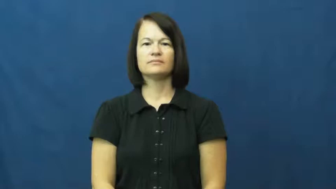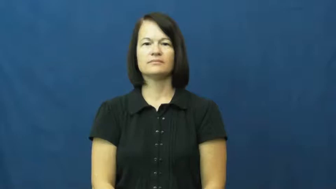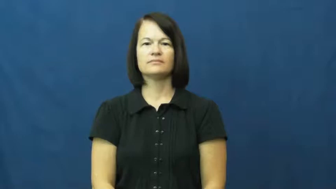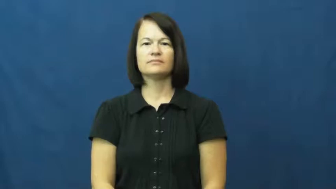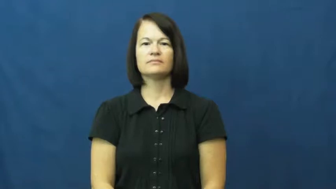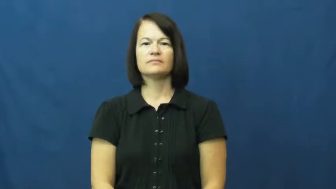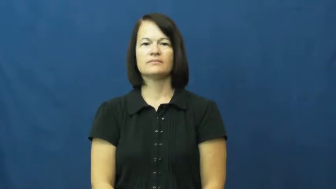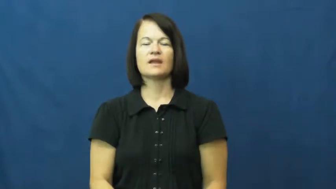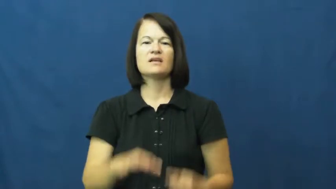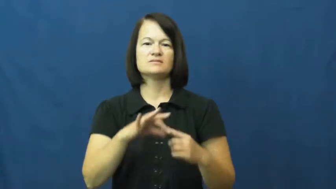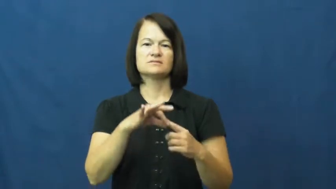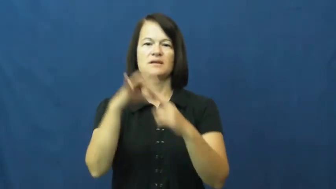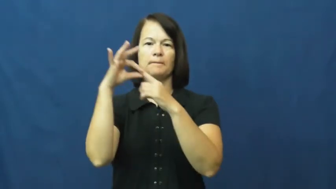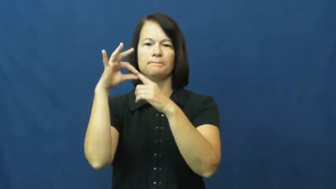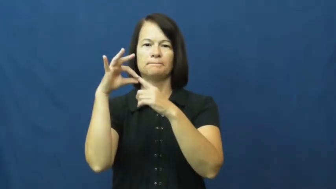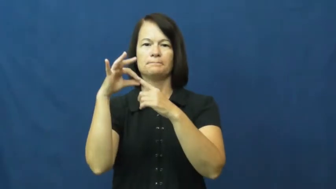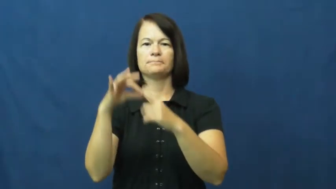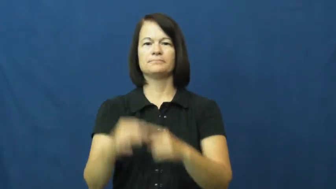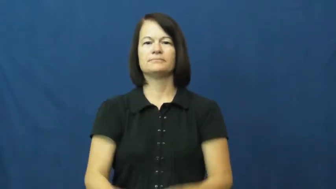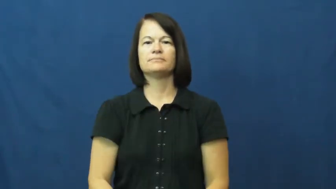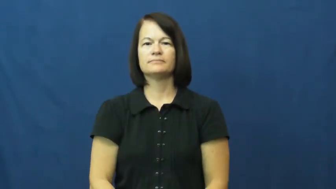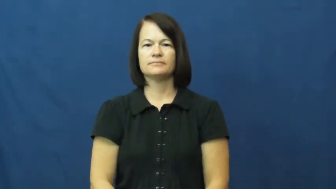except,but for